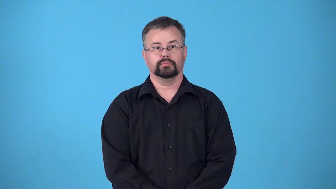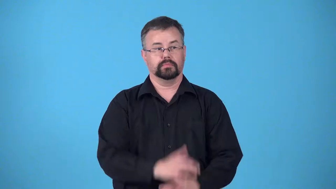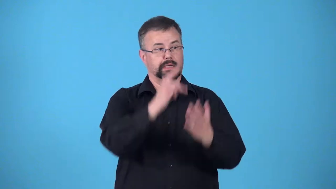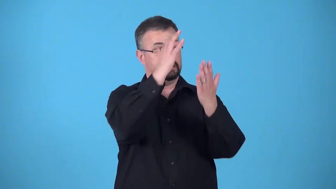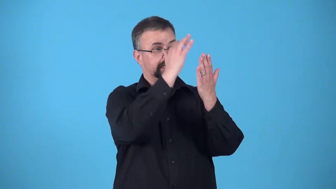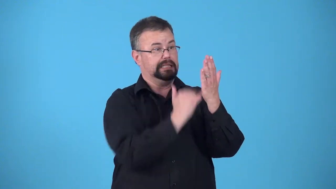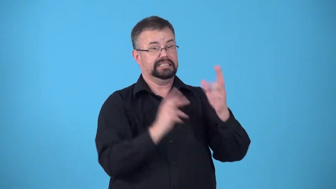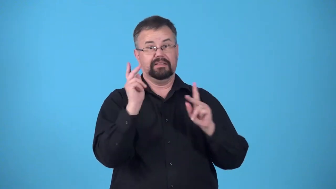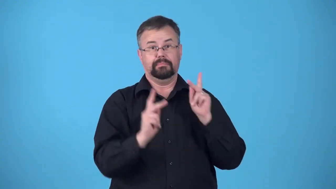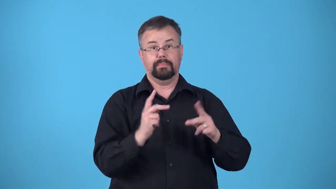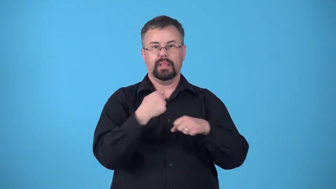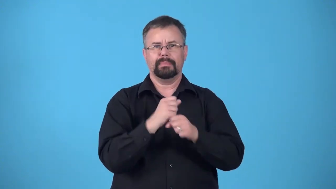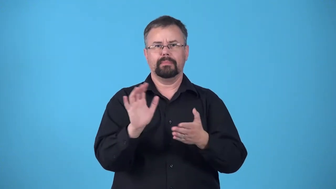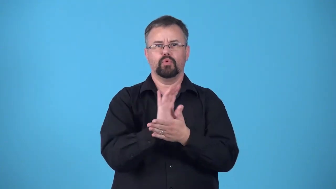credit-list of people making a movie